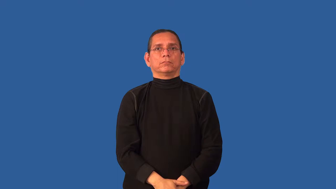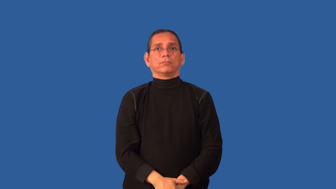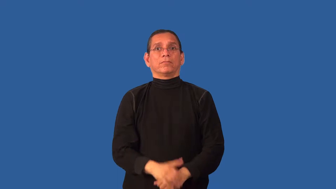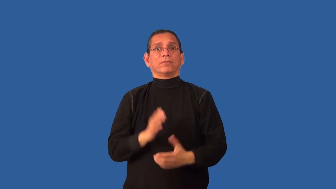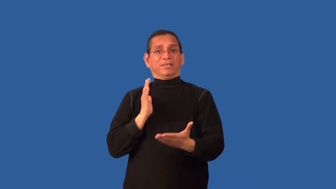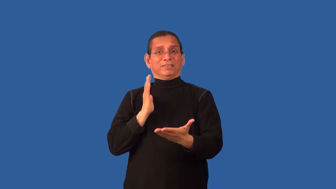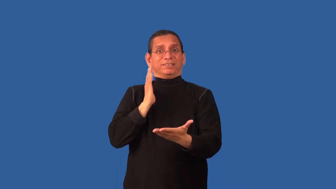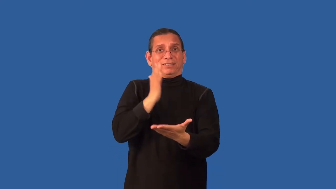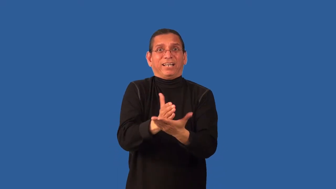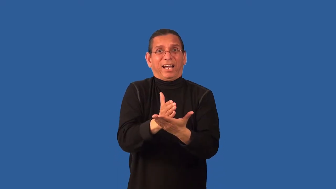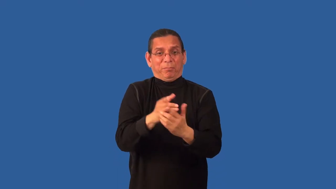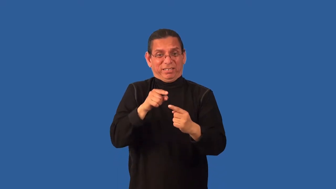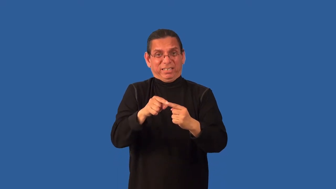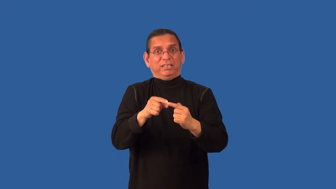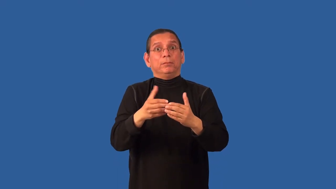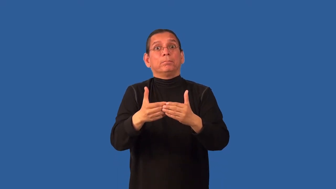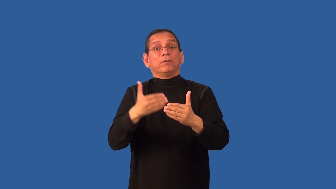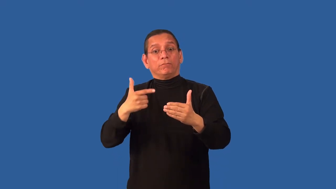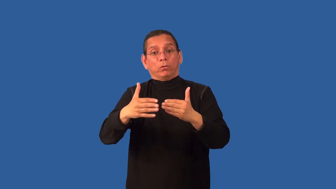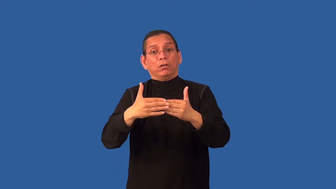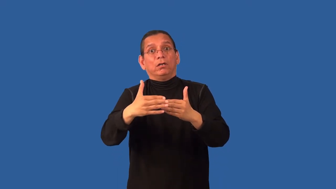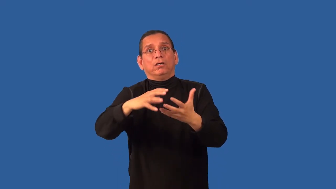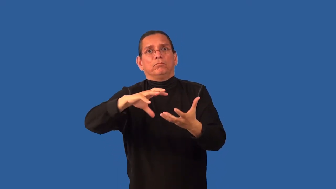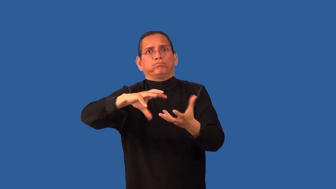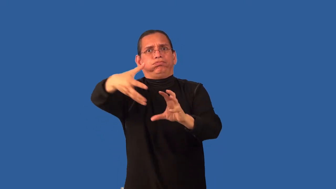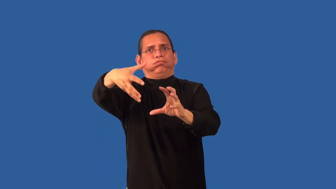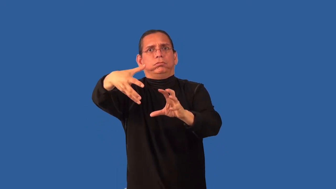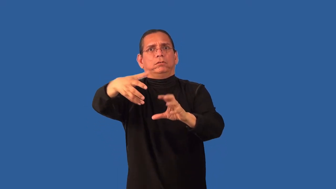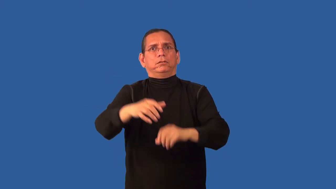combat-avert a situation